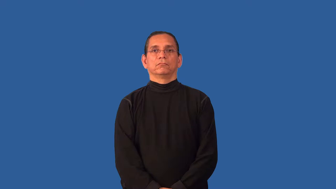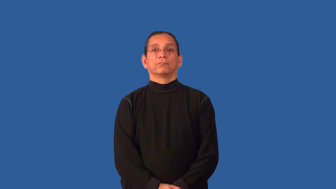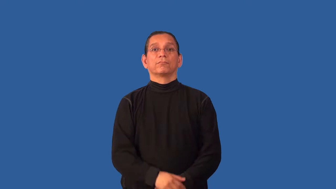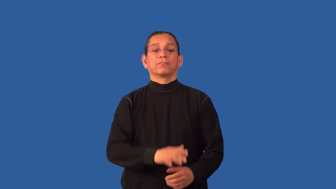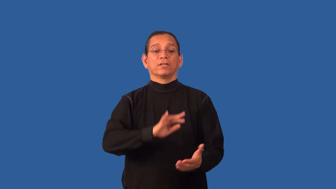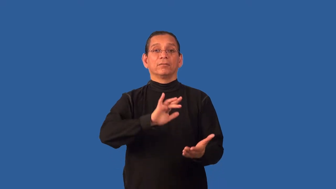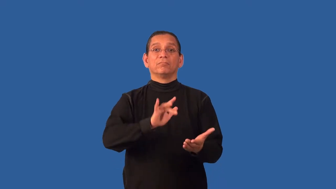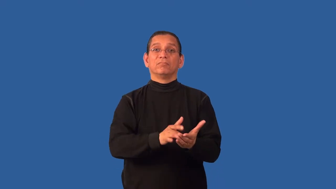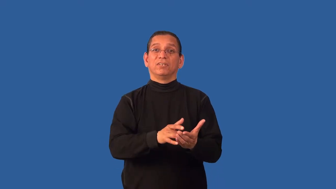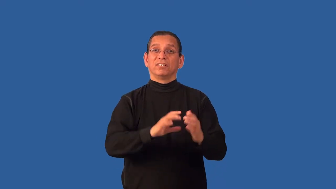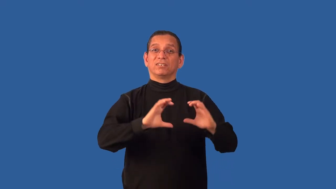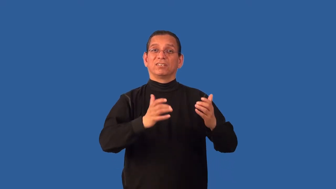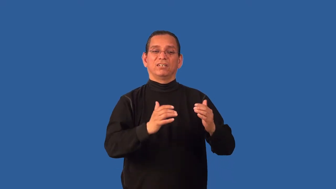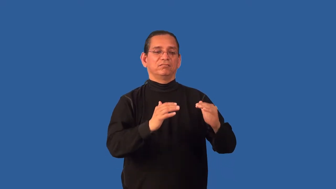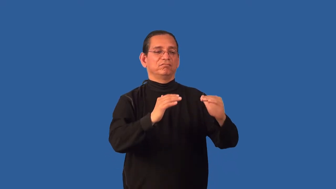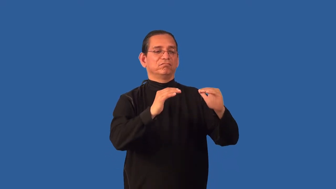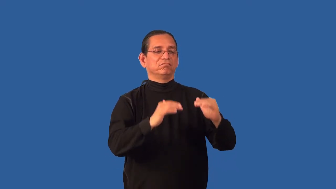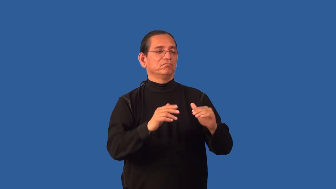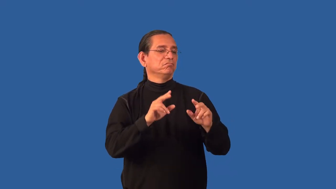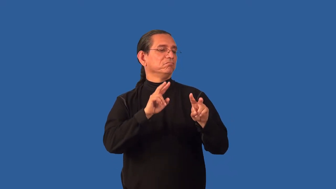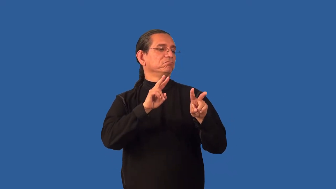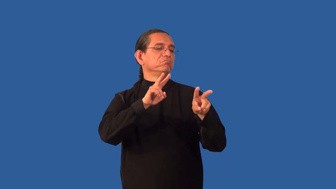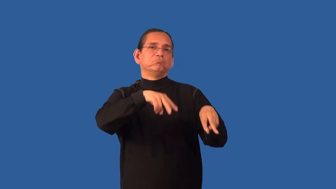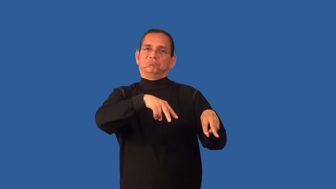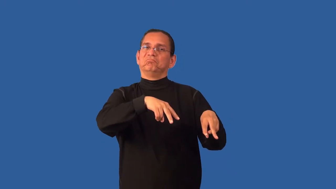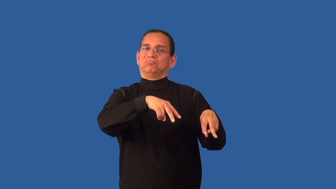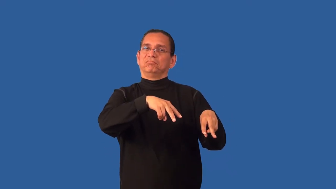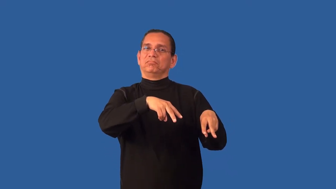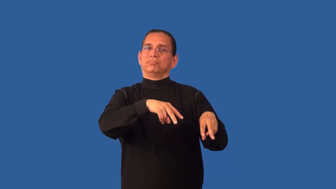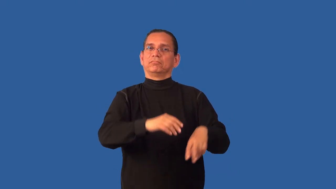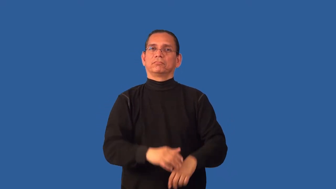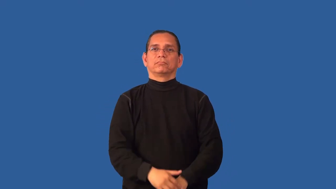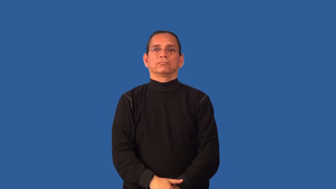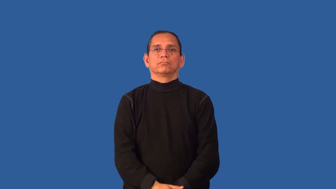bourgeois